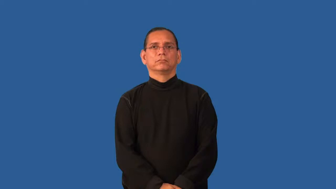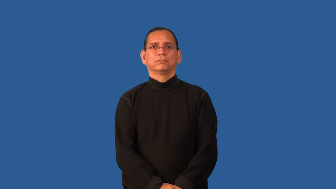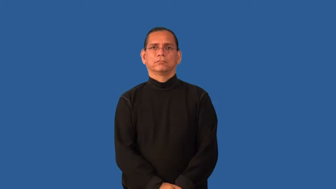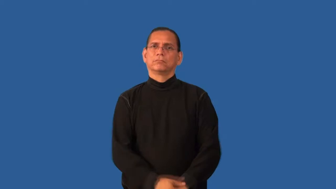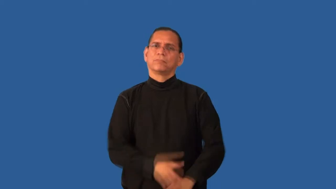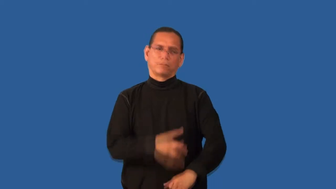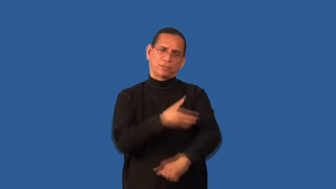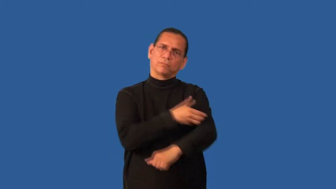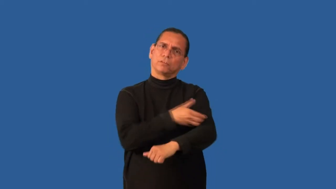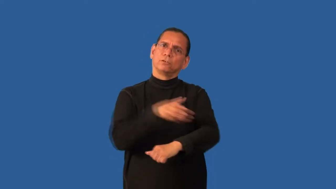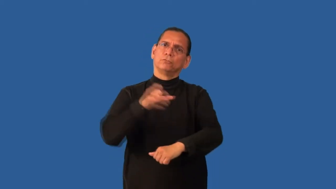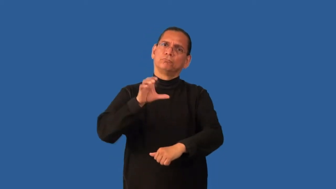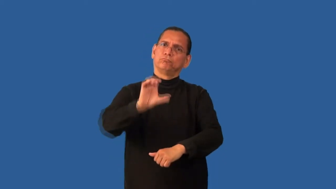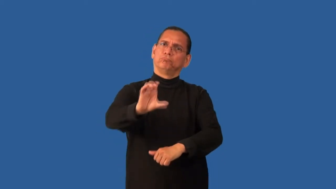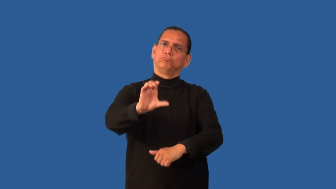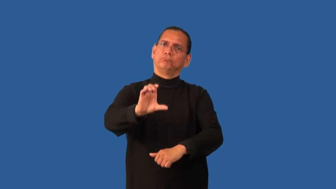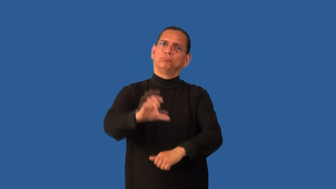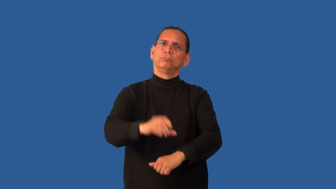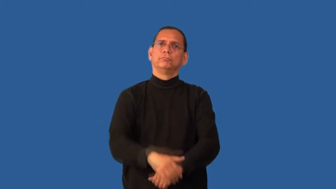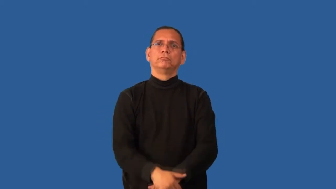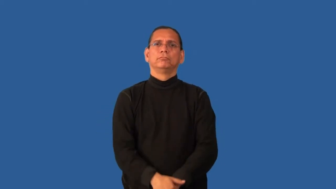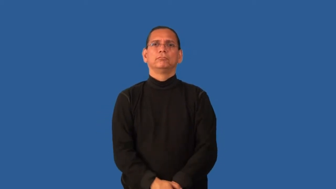endow-give power